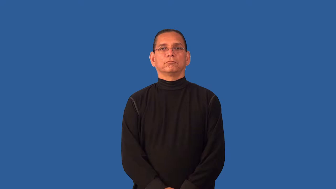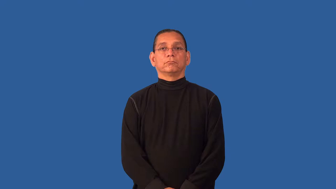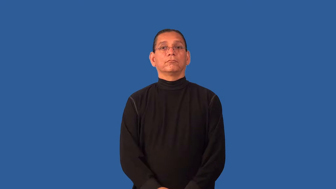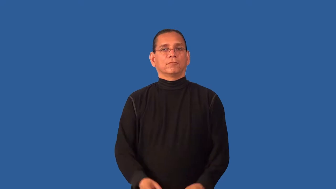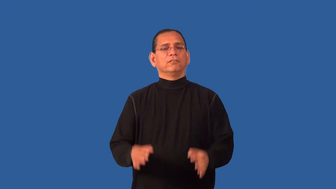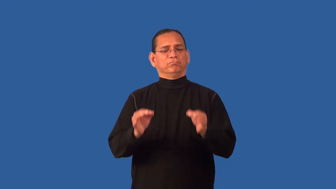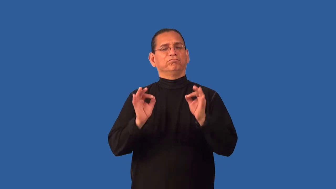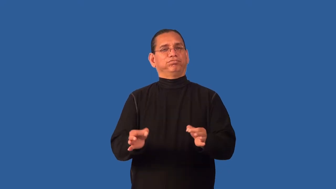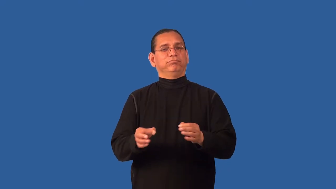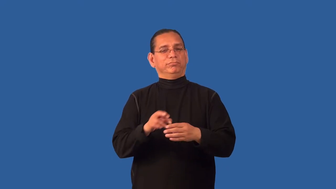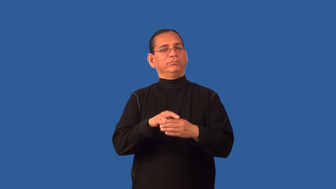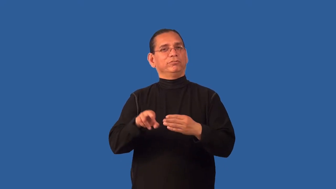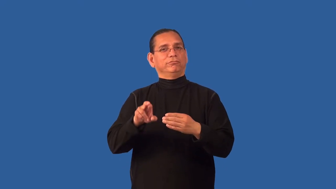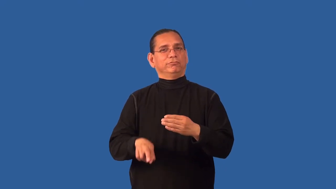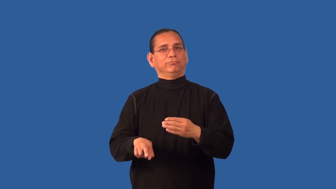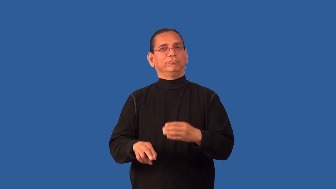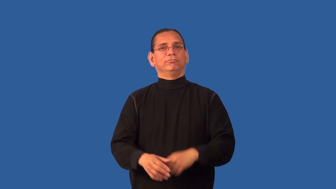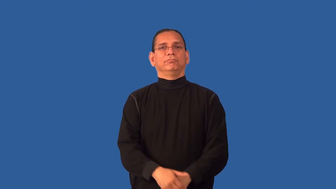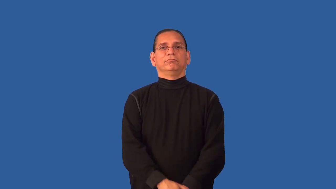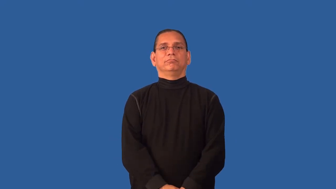decisive